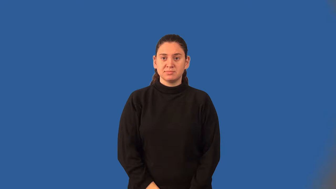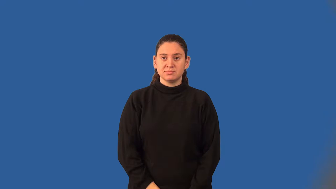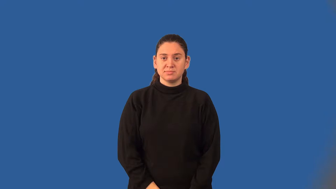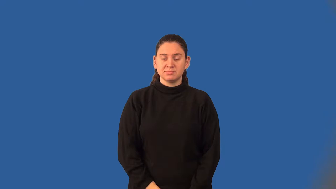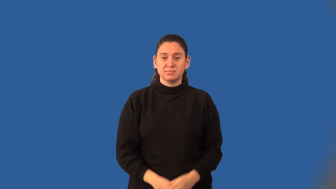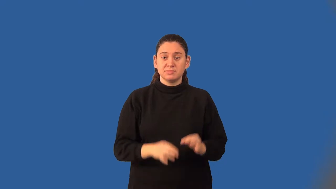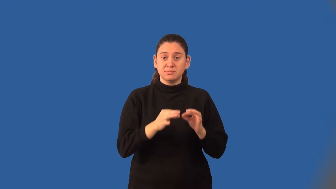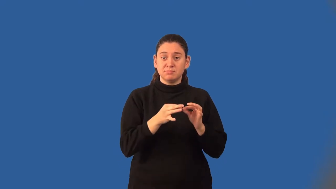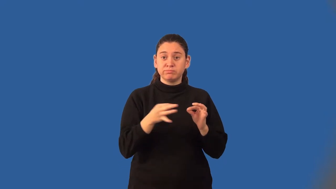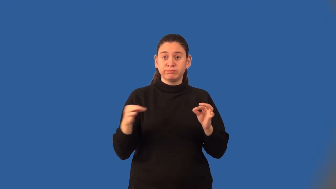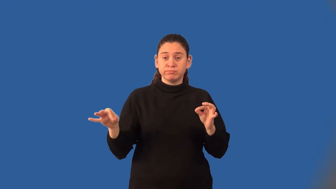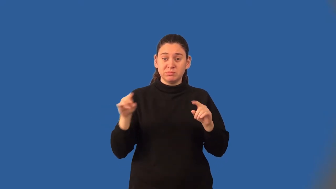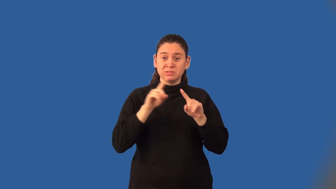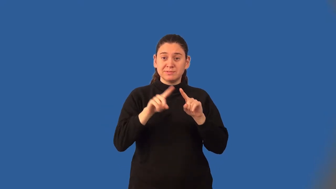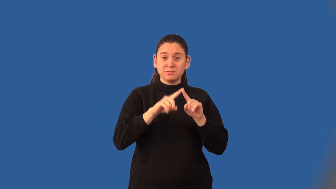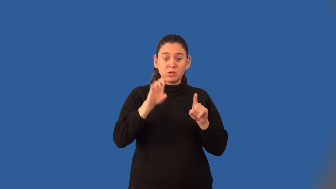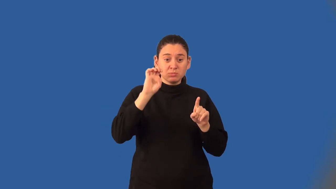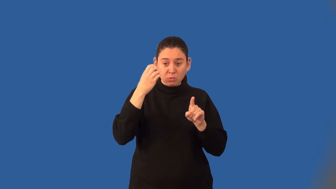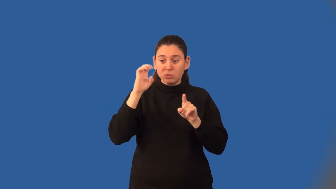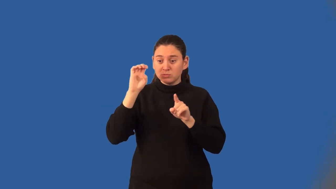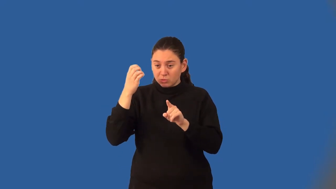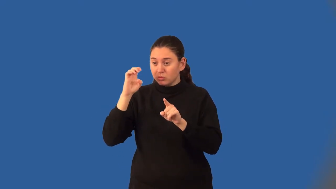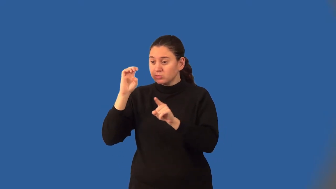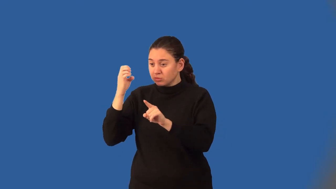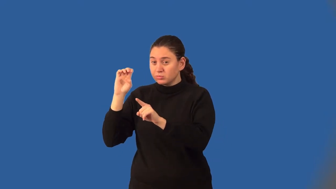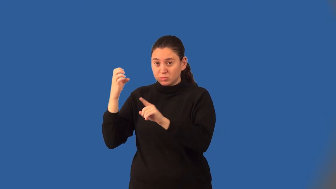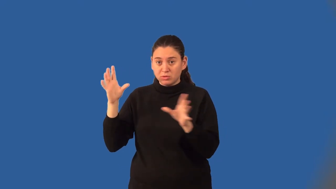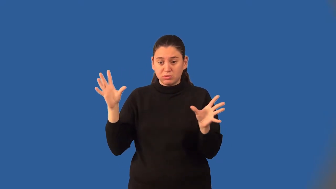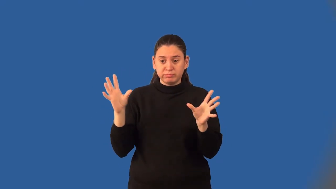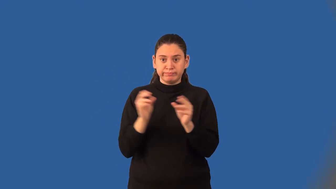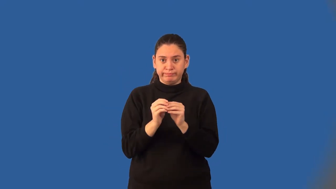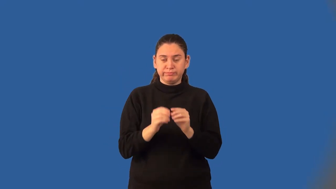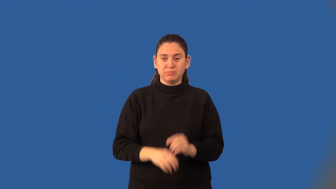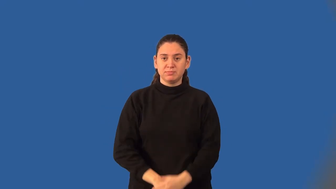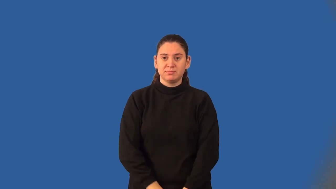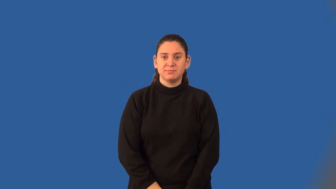degree of a monomial